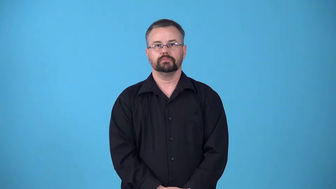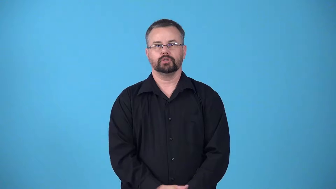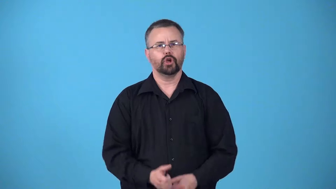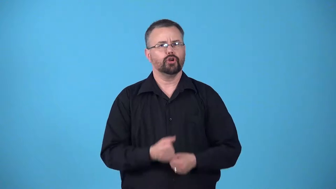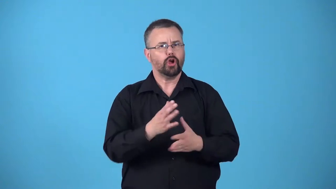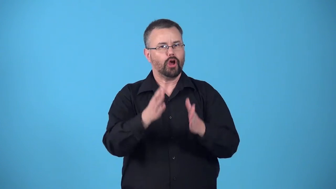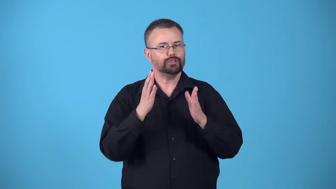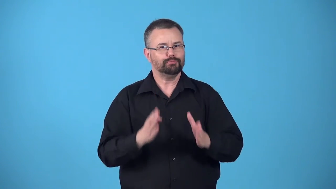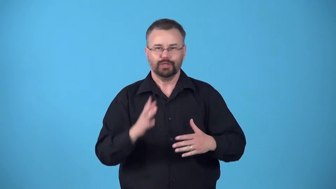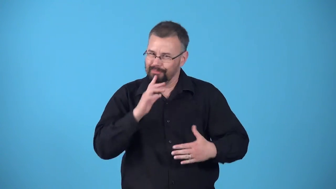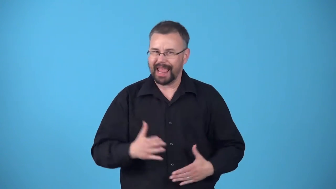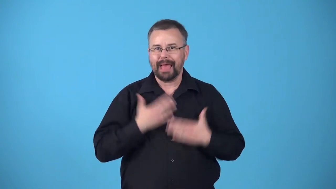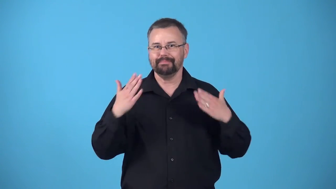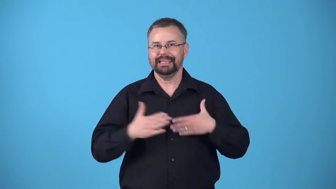beatify-cause a person to be happy